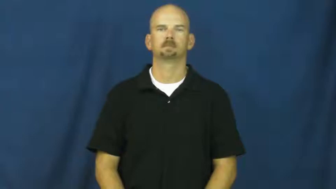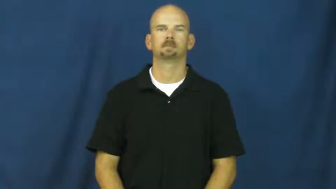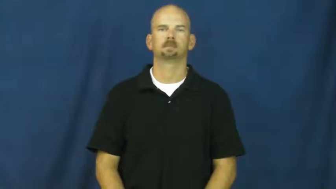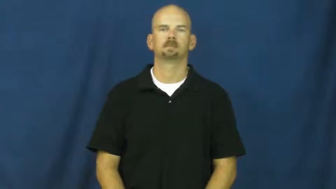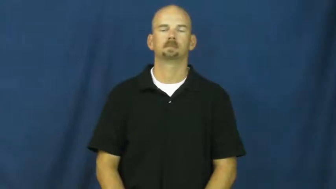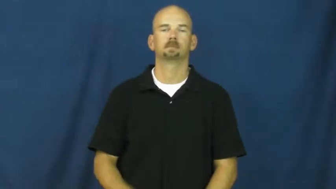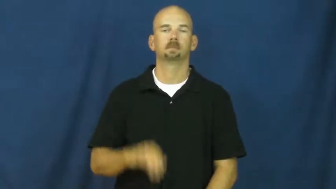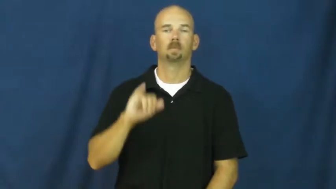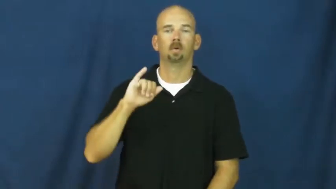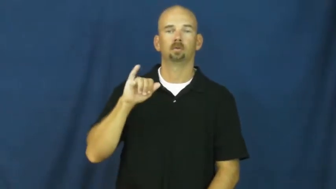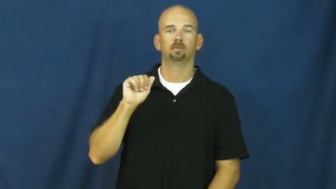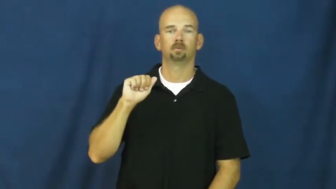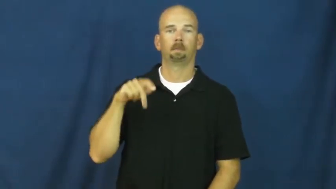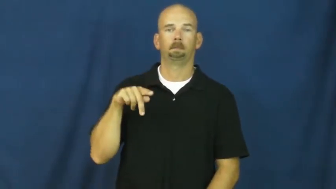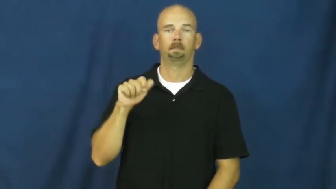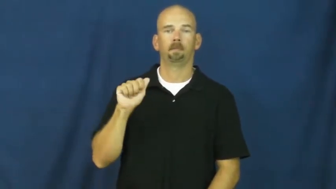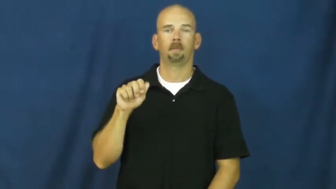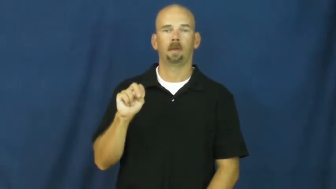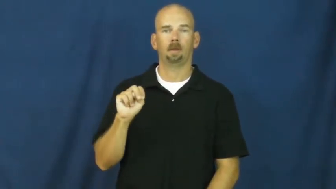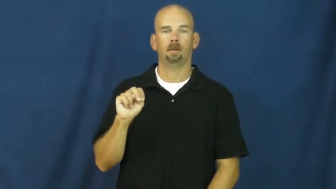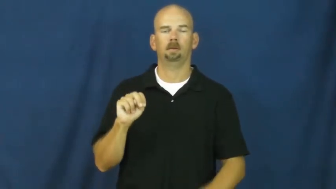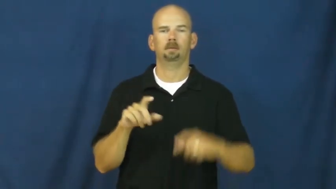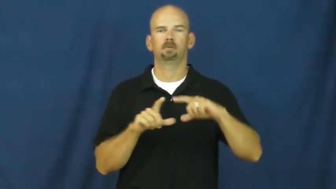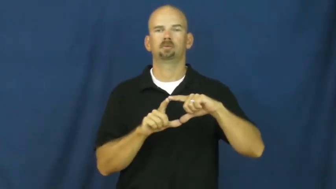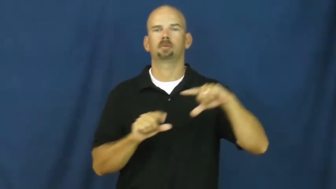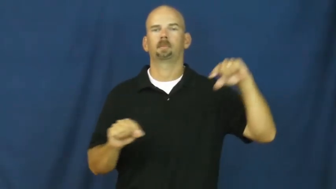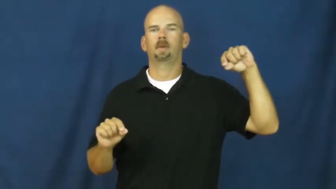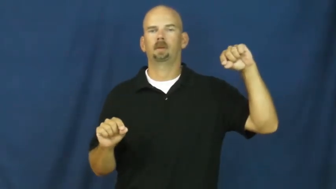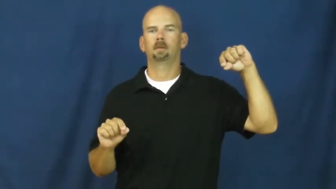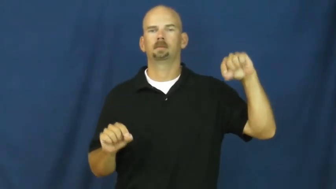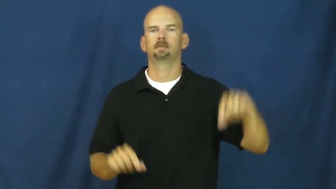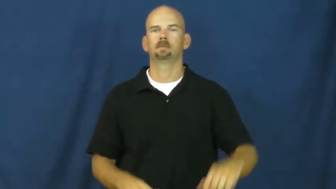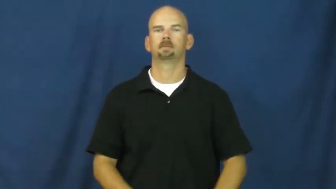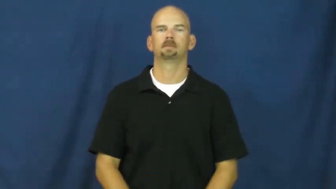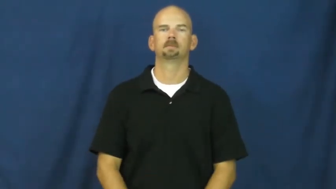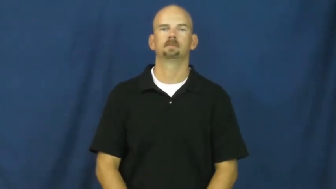japan